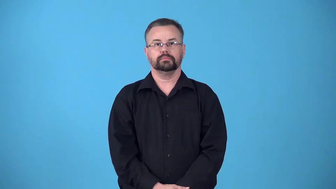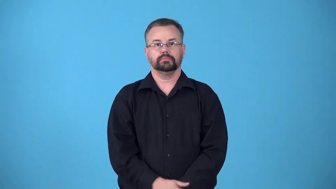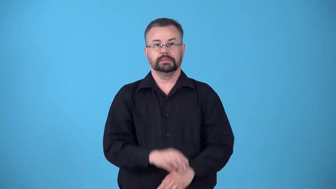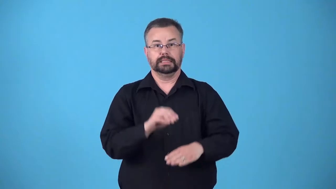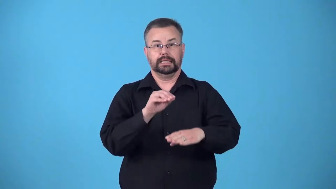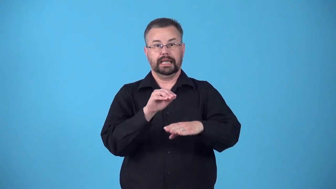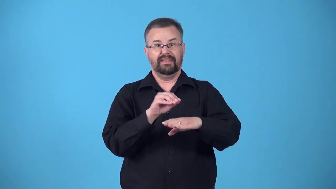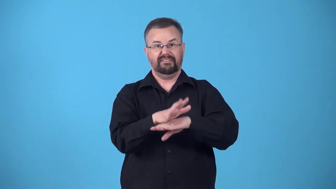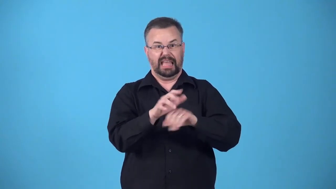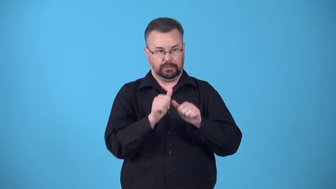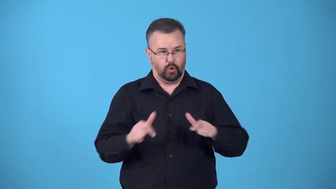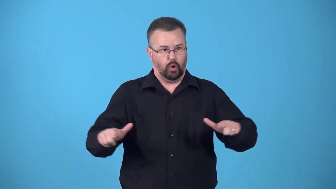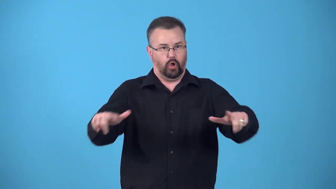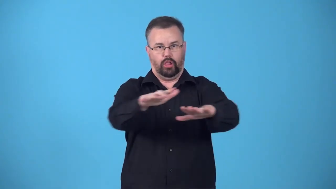blanket-related to all